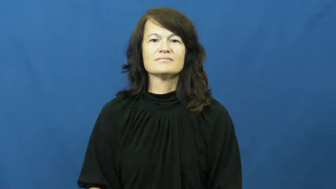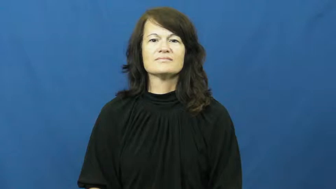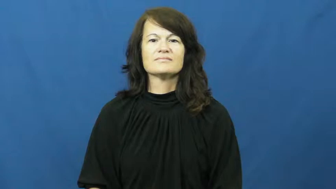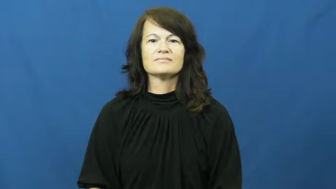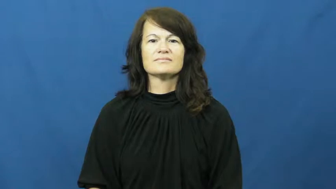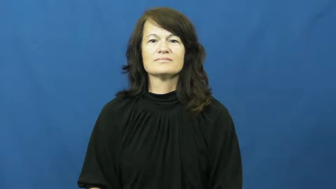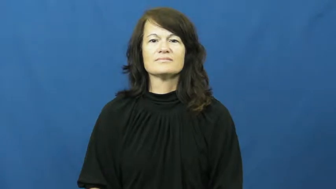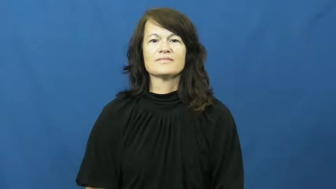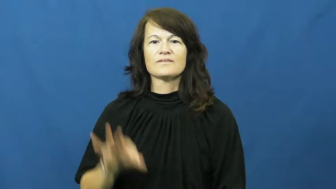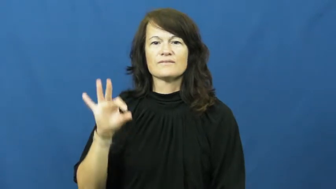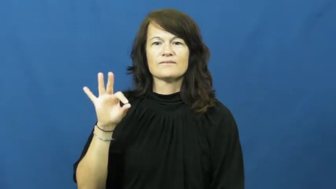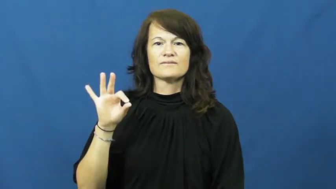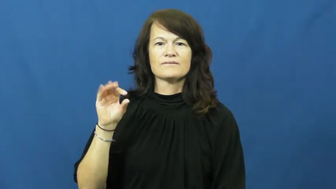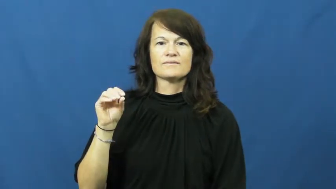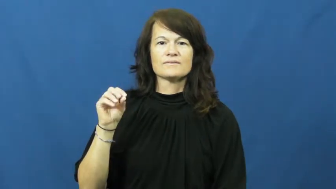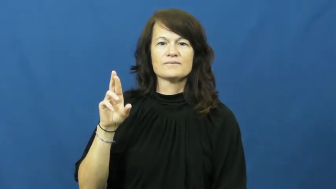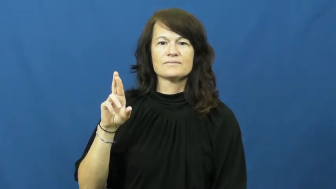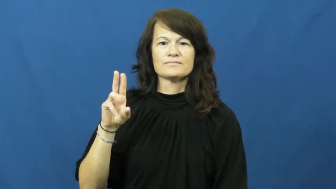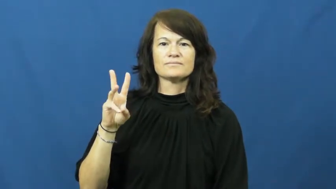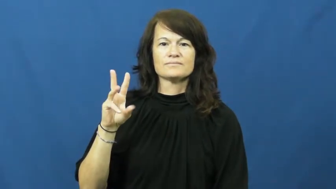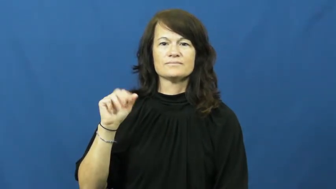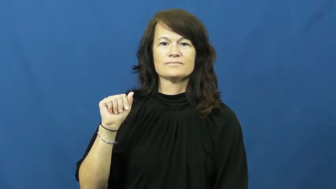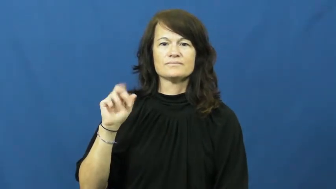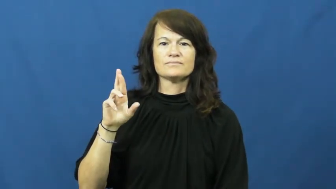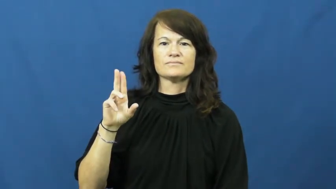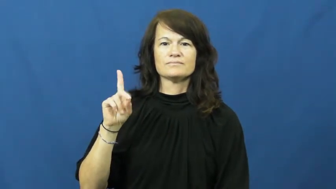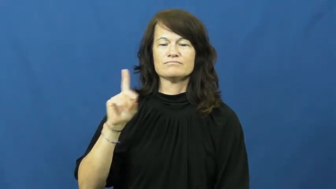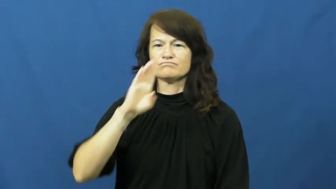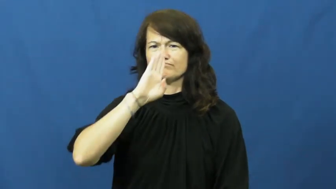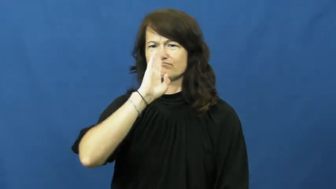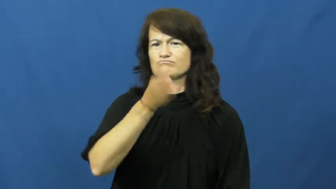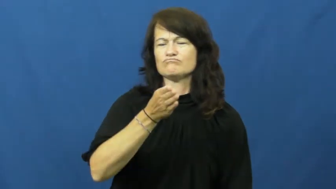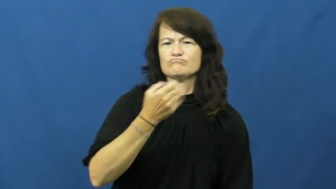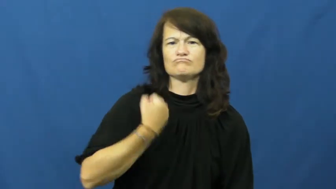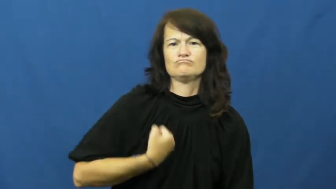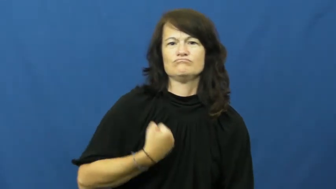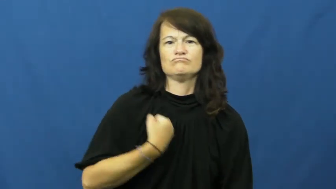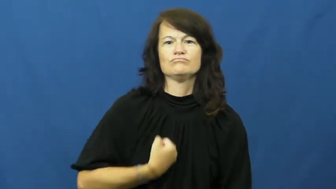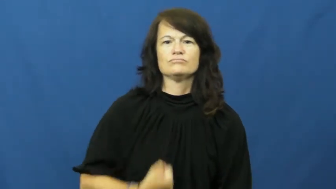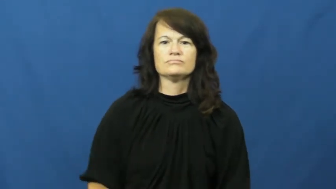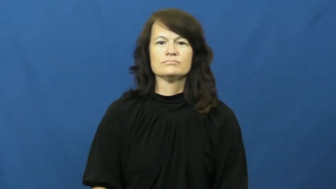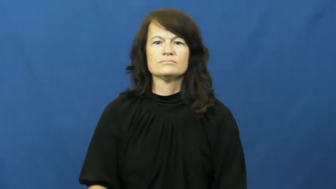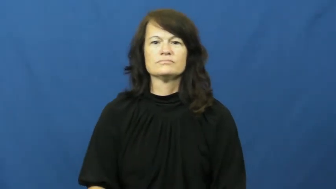forward-bold